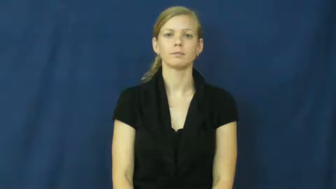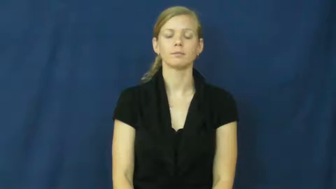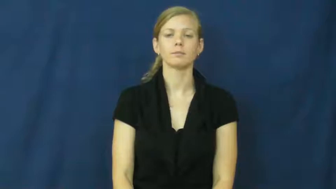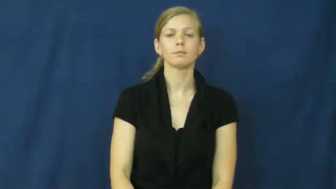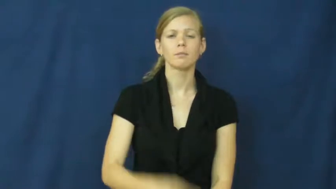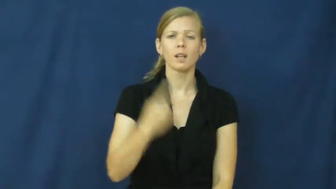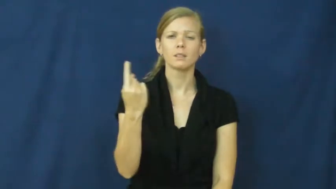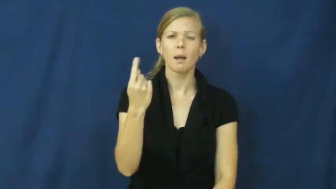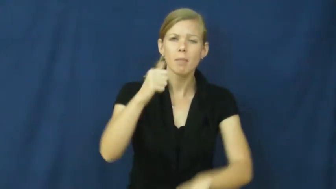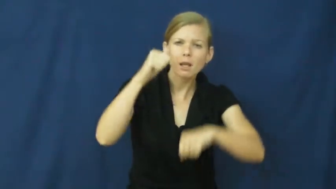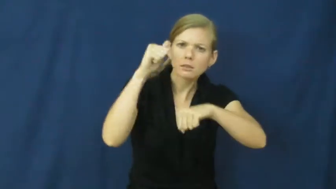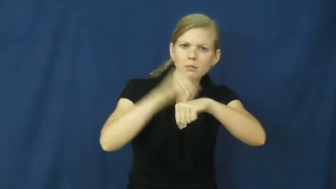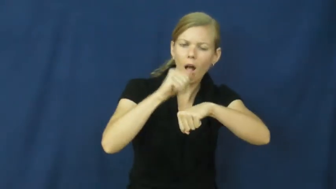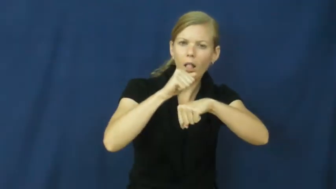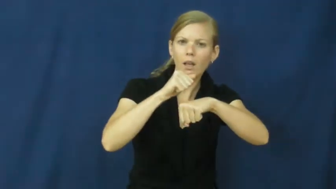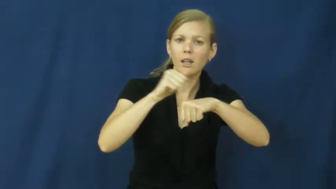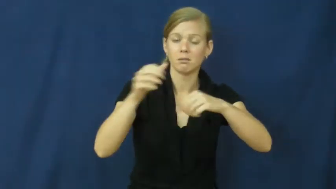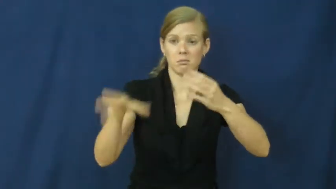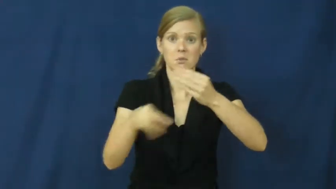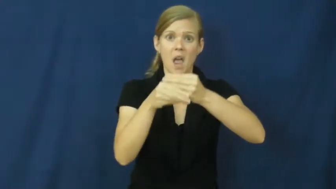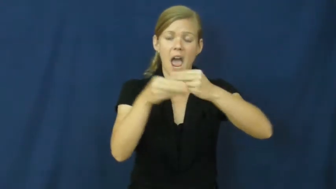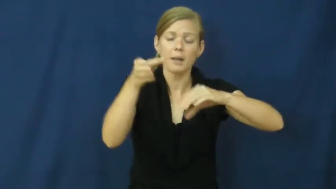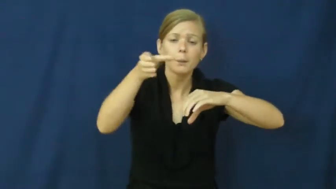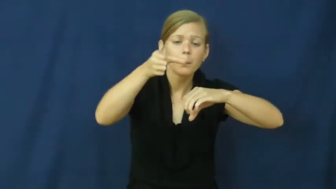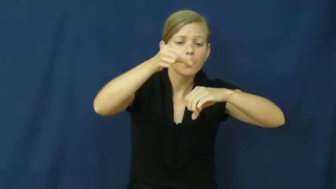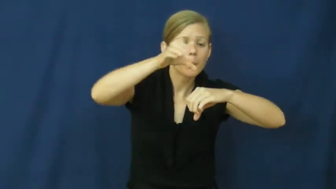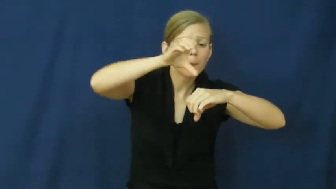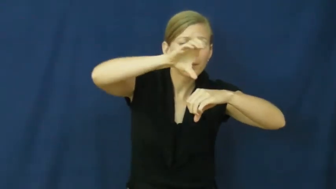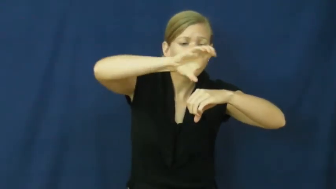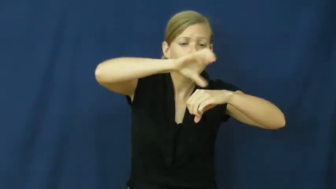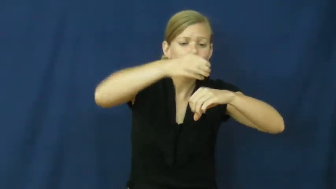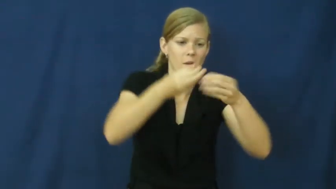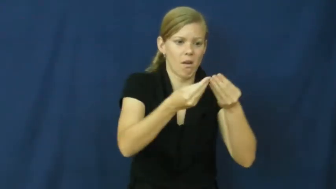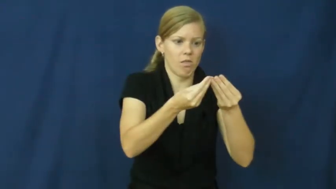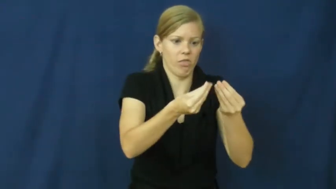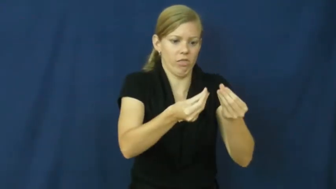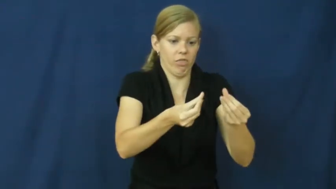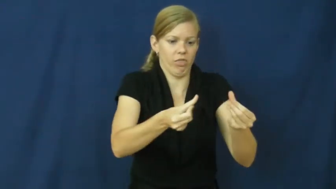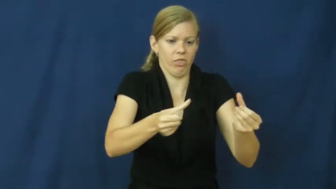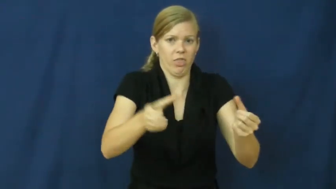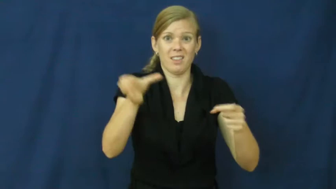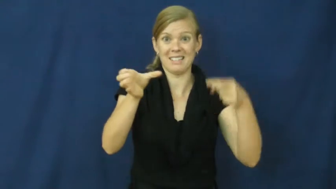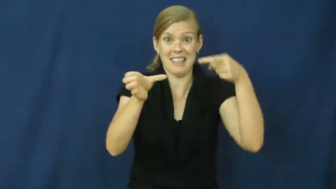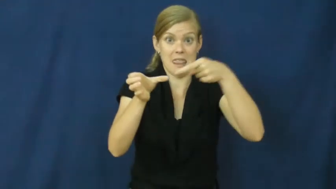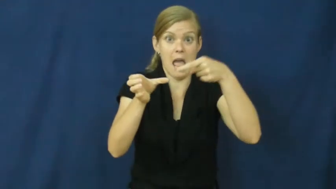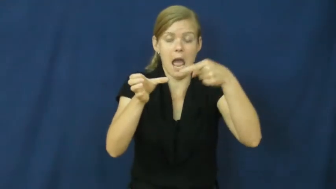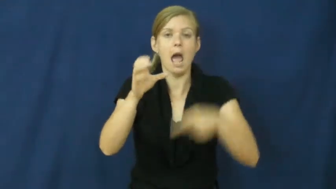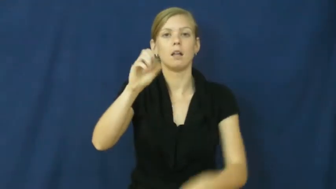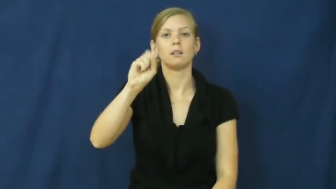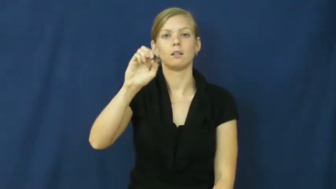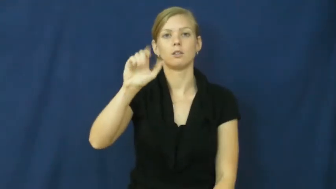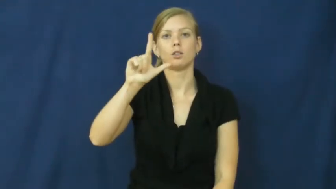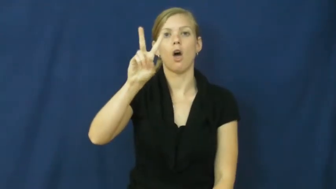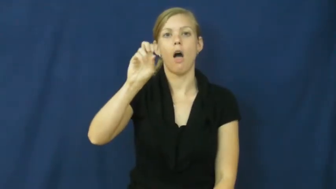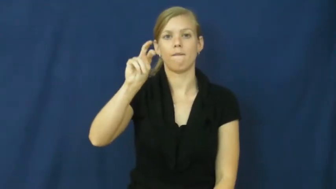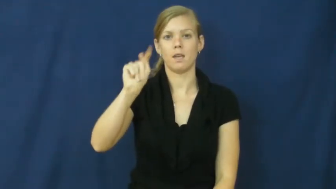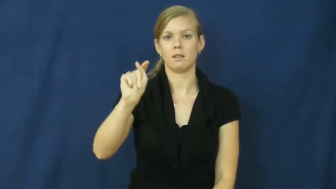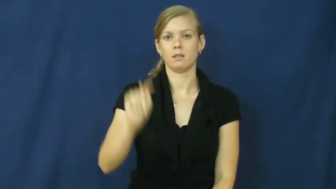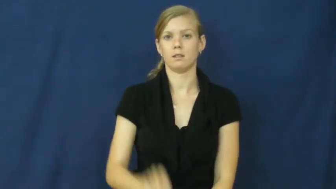solvent